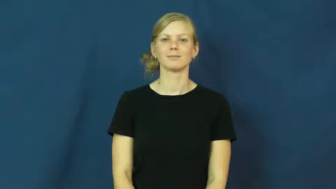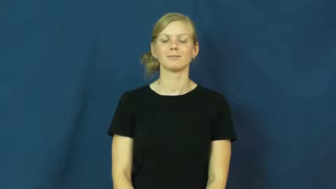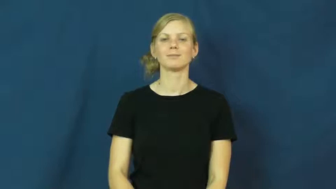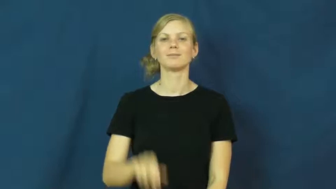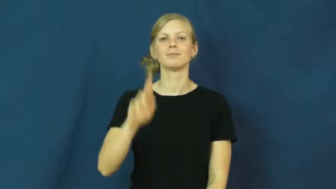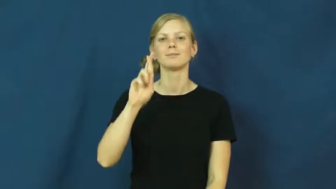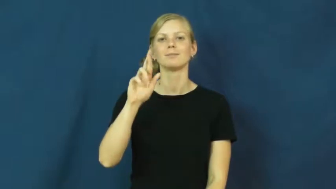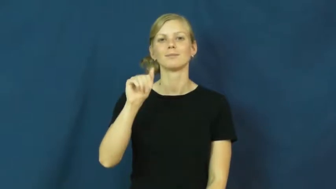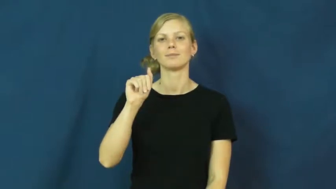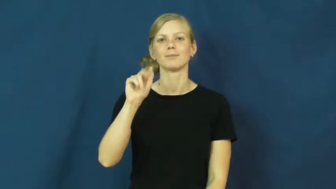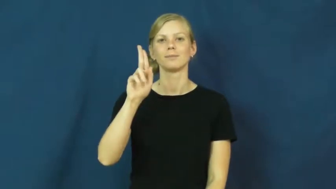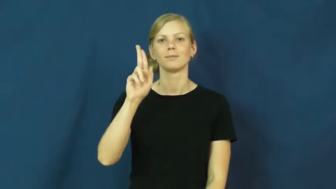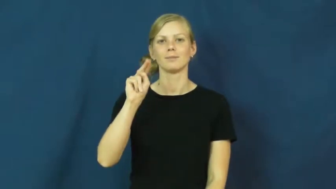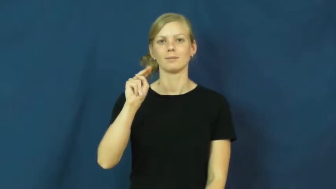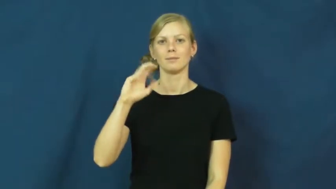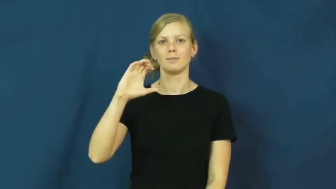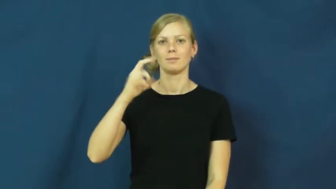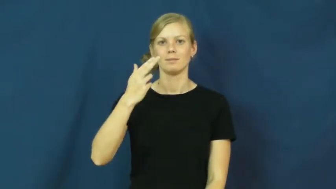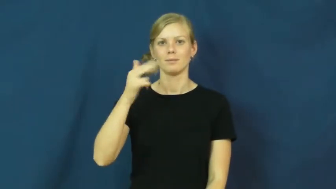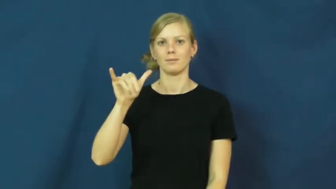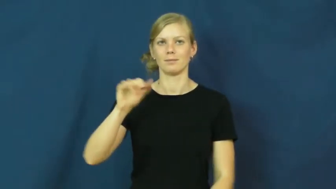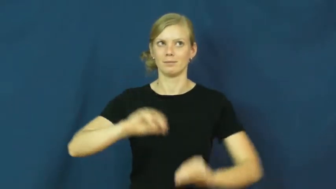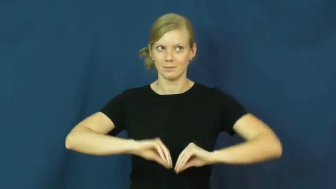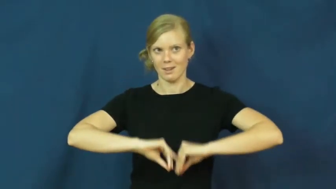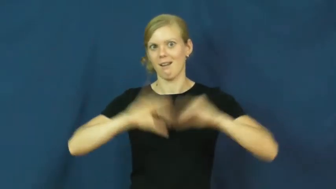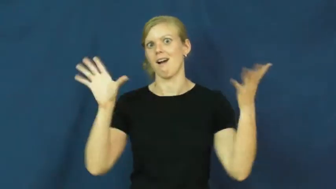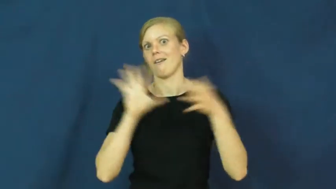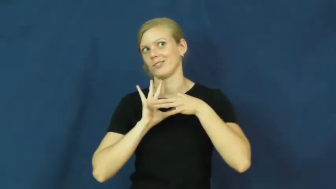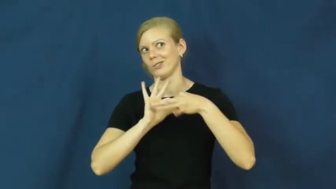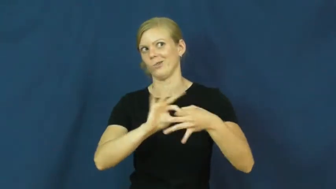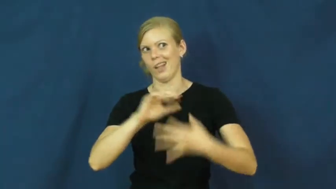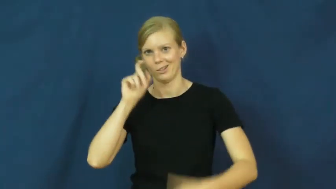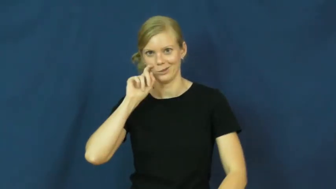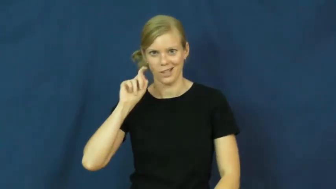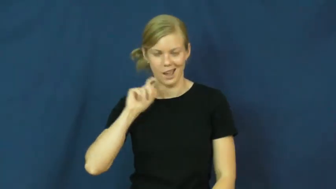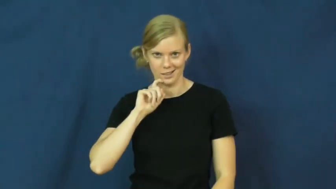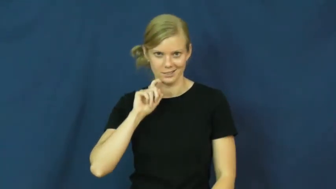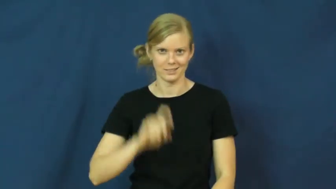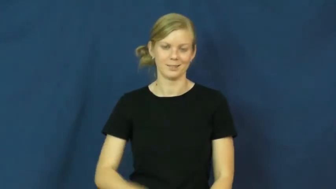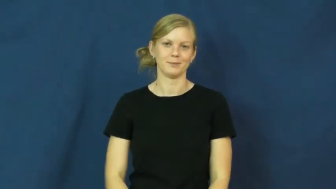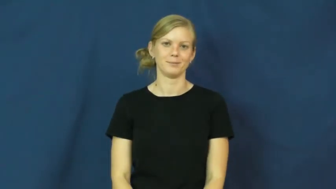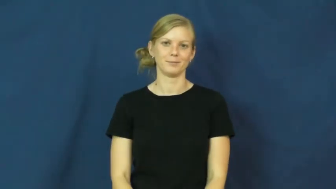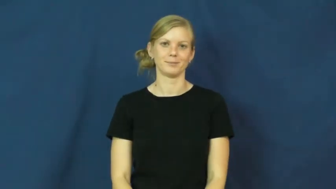raunchy